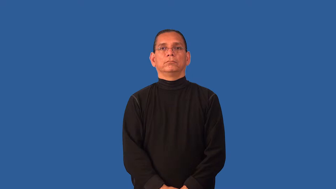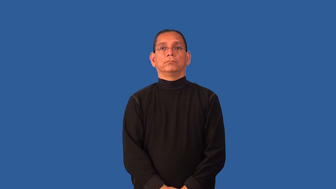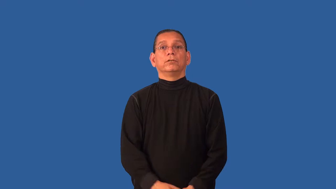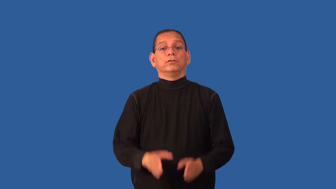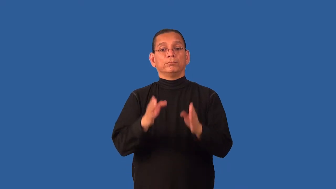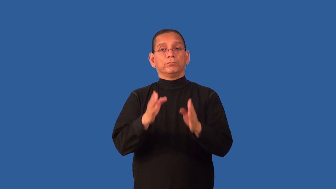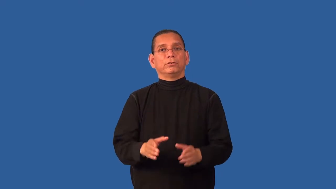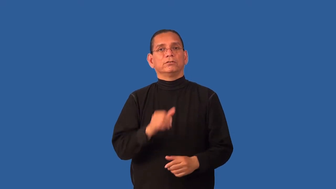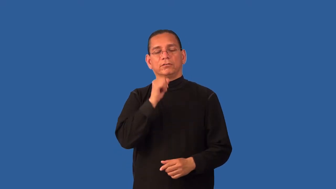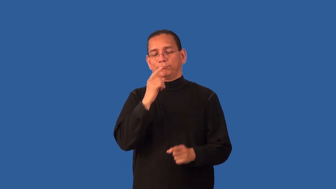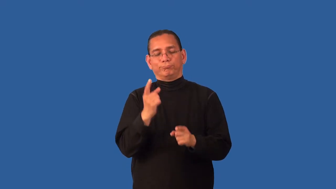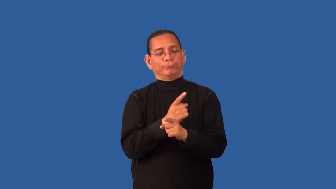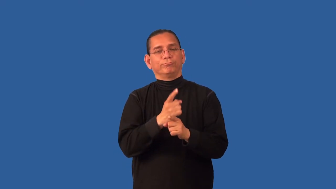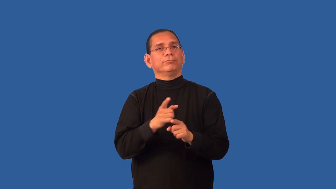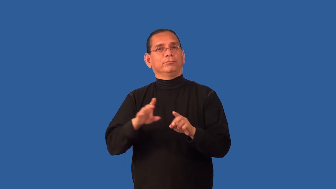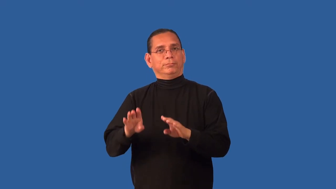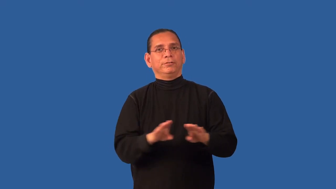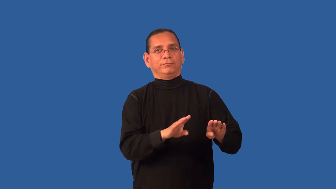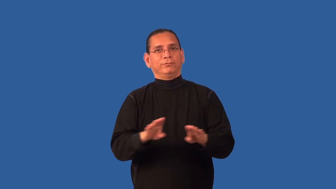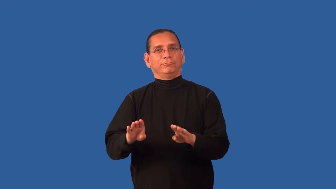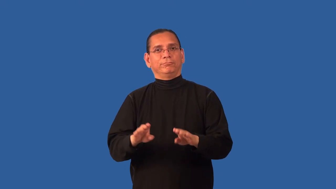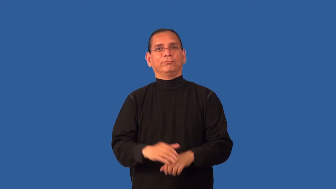degenerate-person